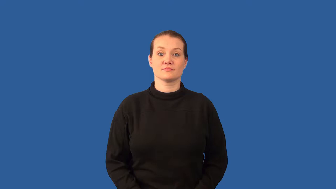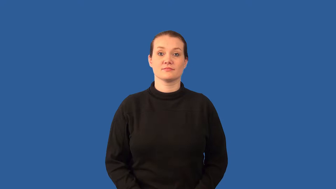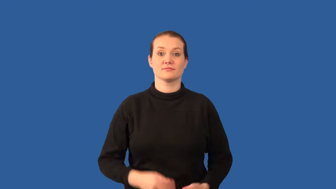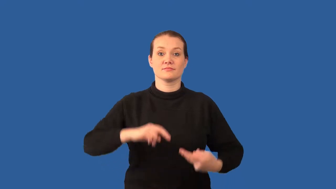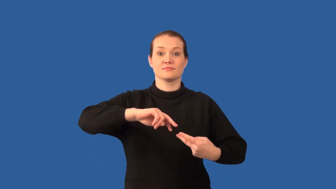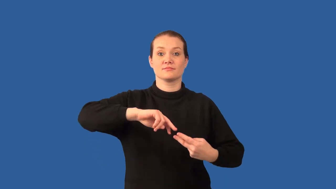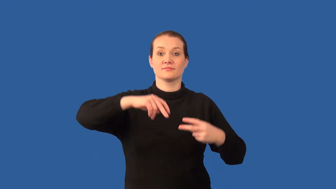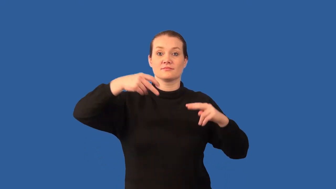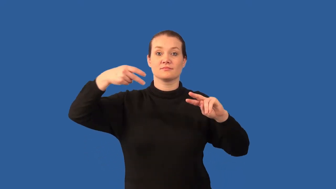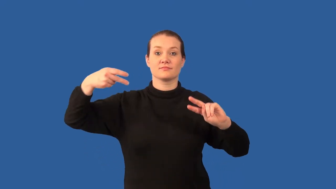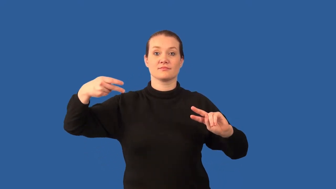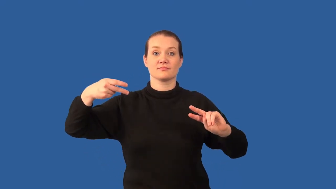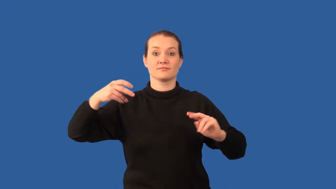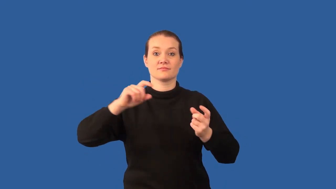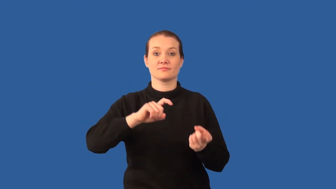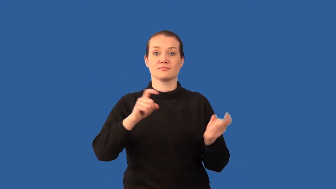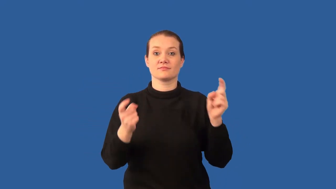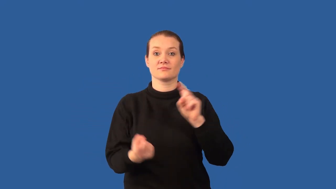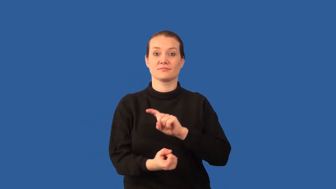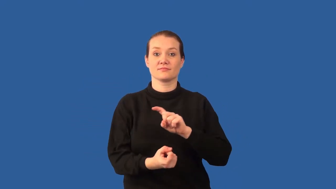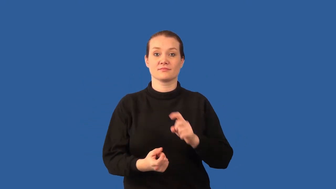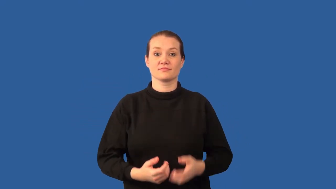mutagen